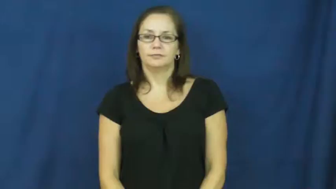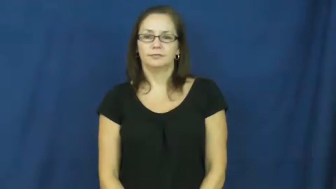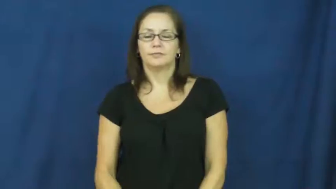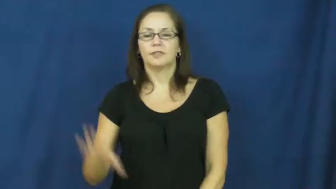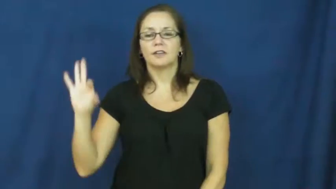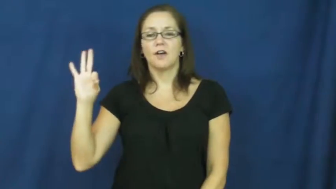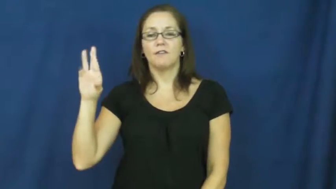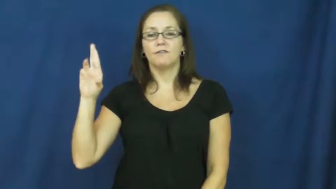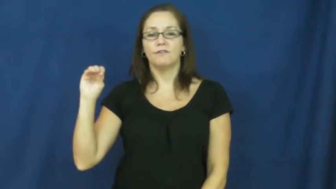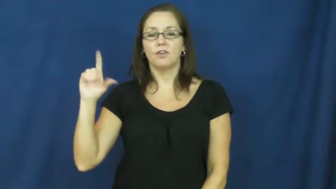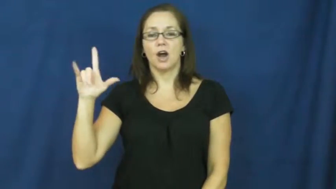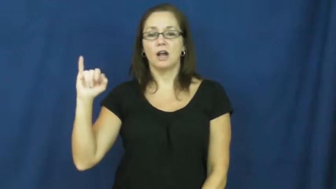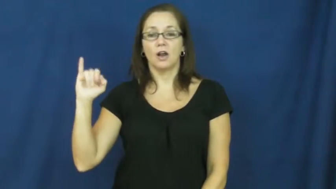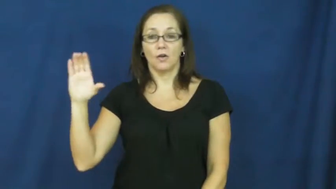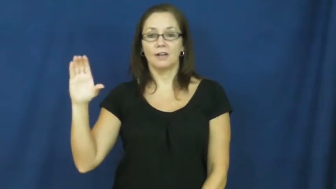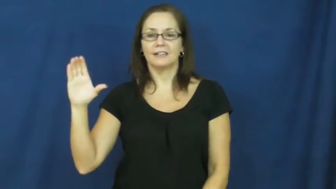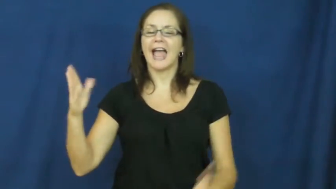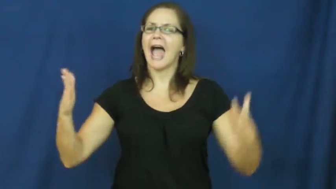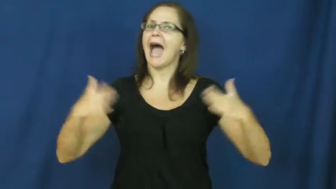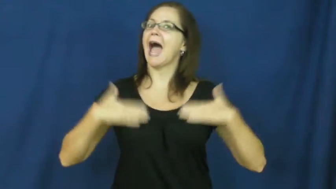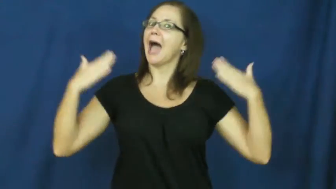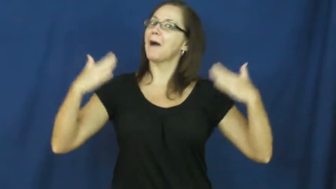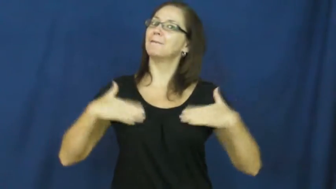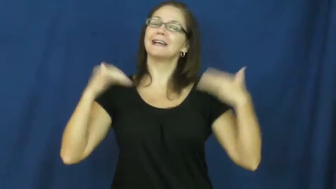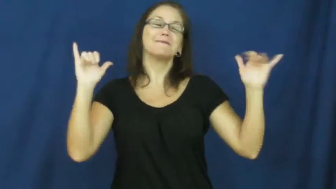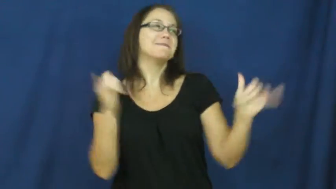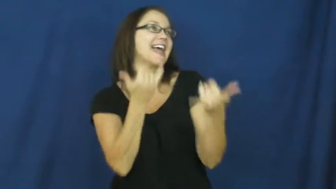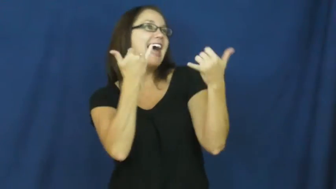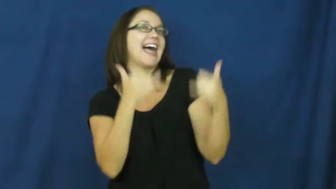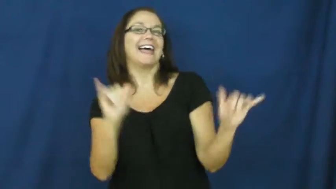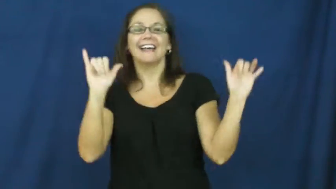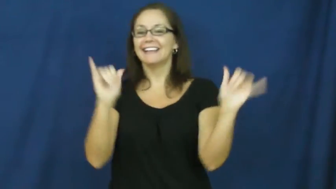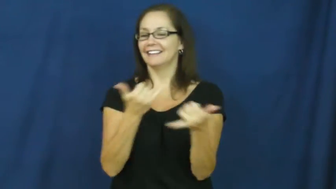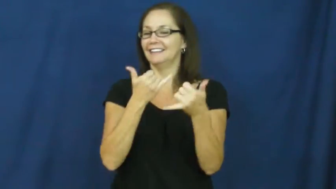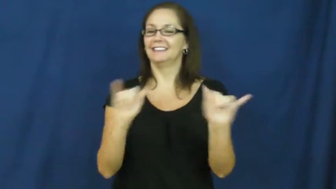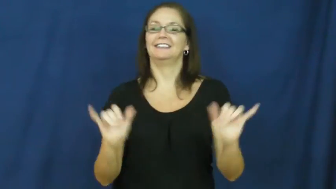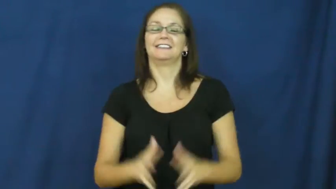frolic,disport